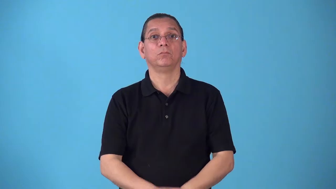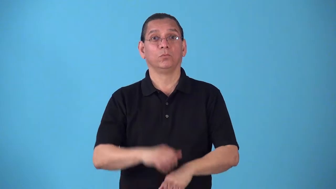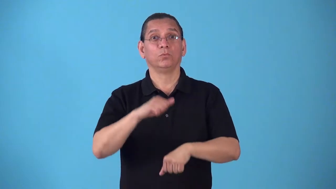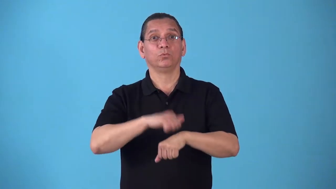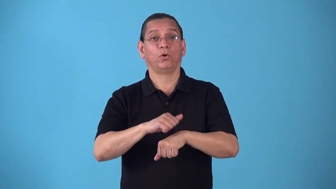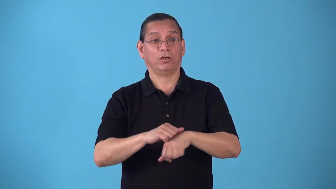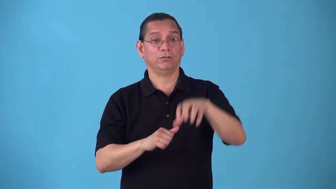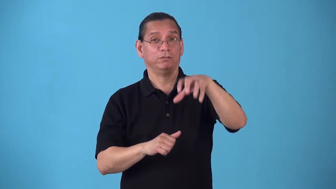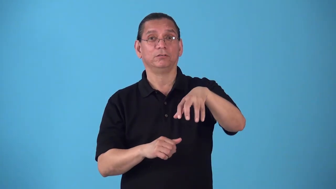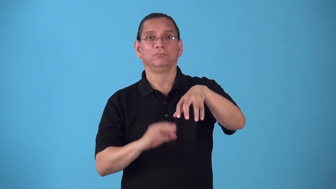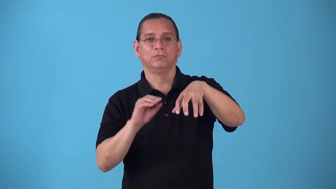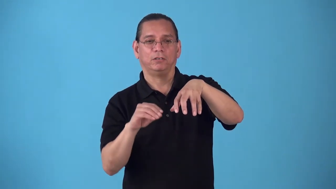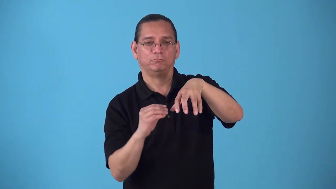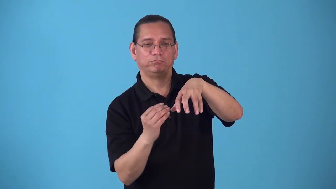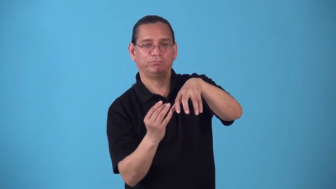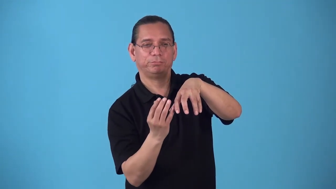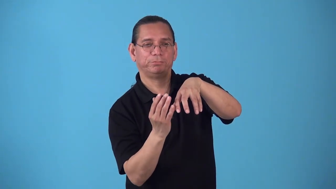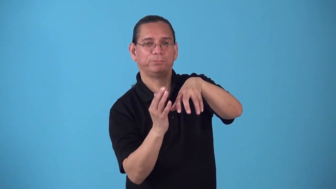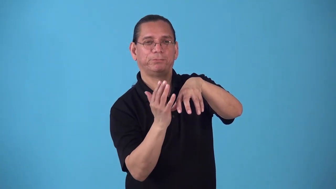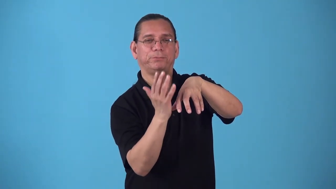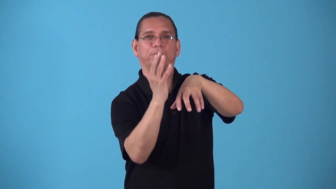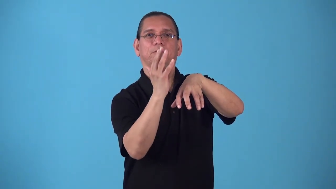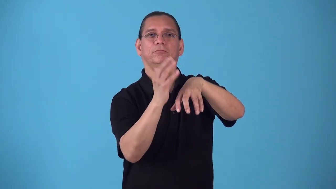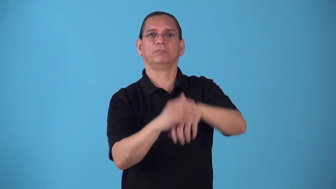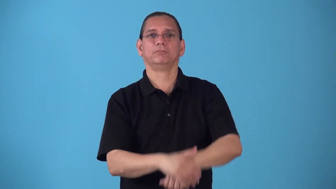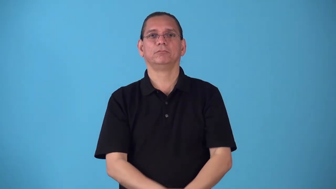rockery